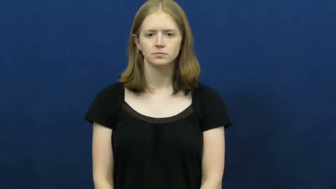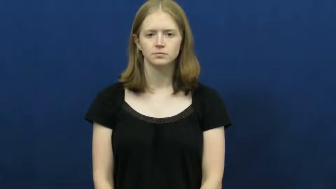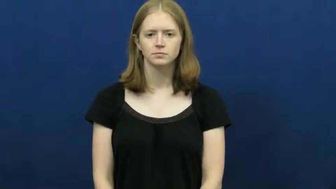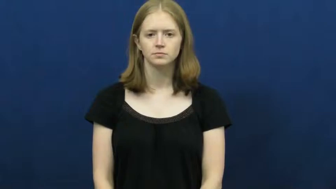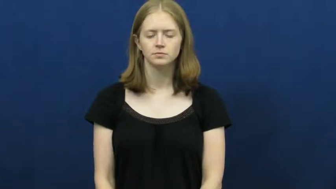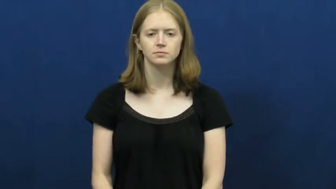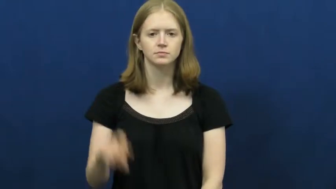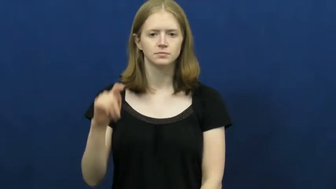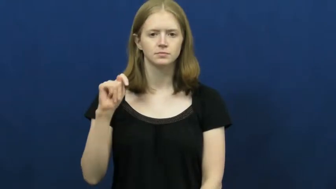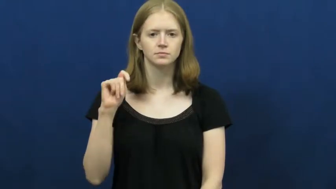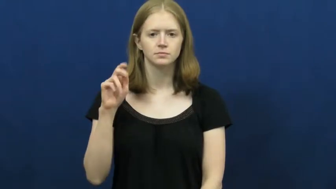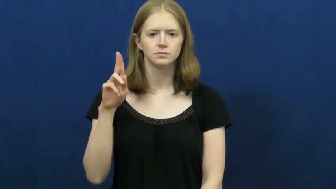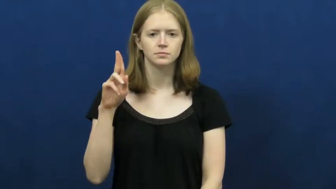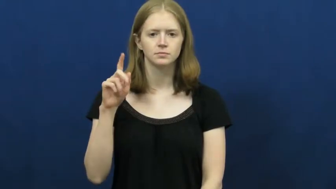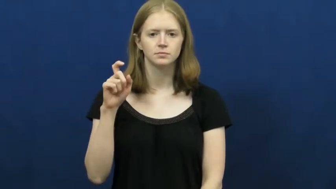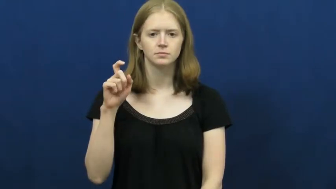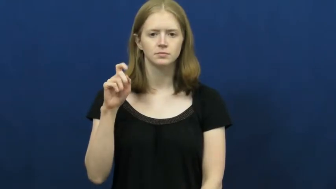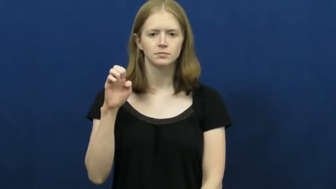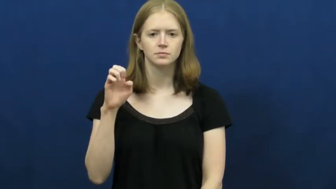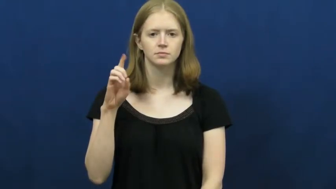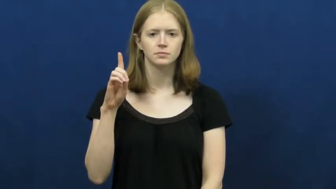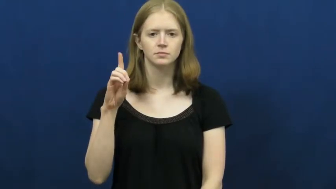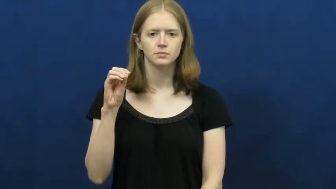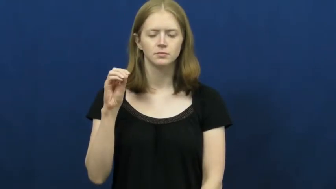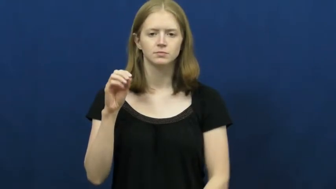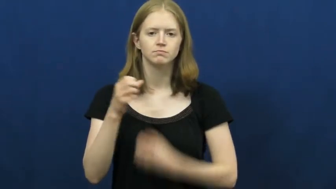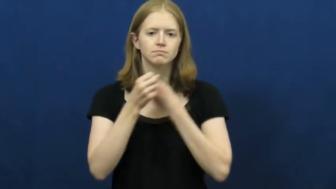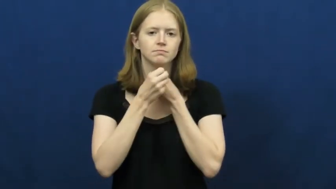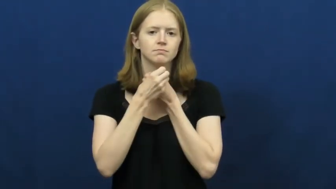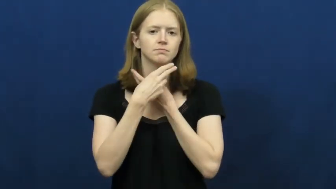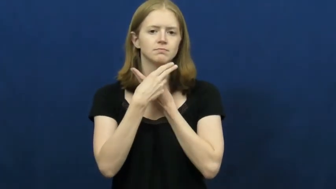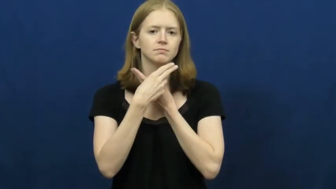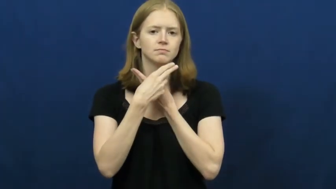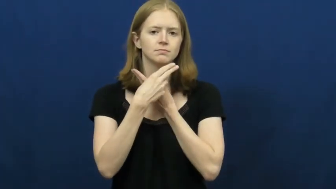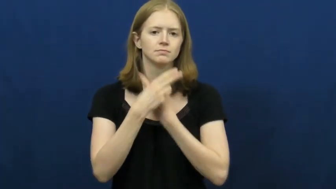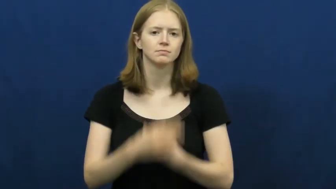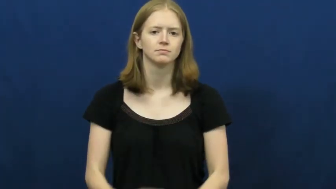tuxedo,tux